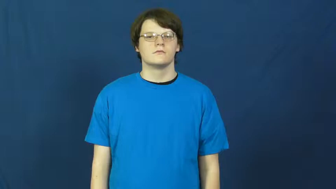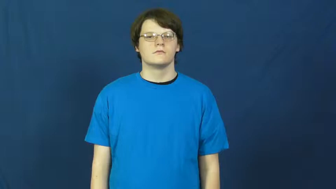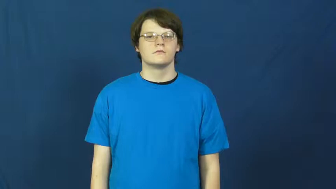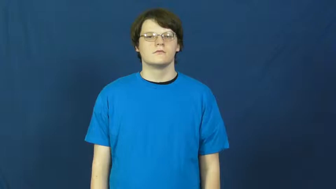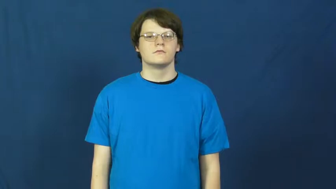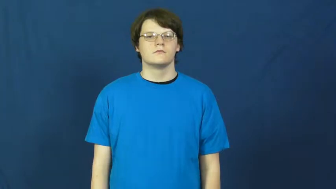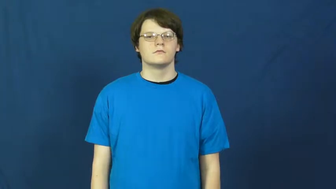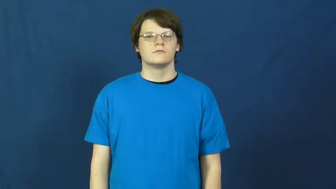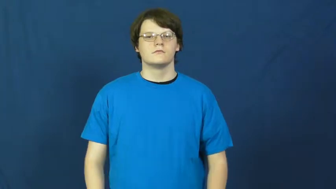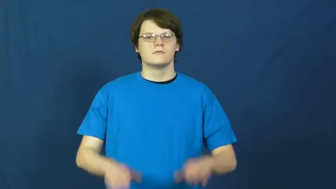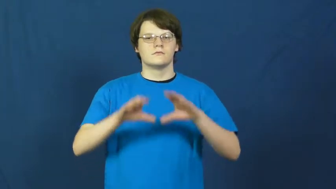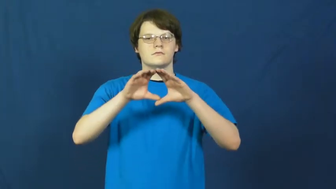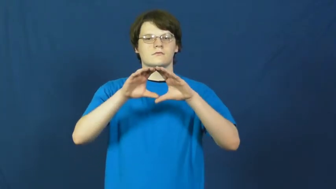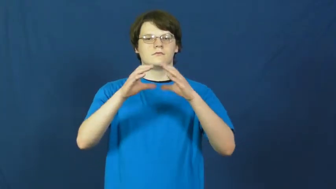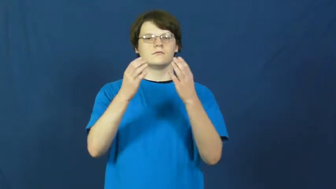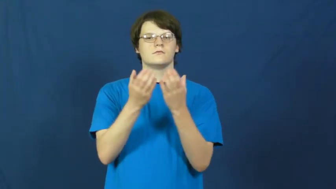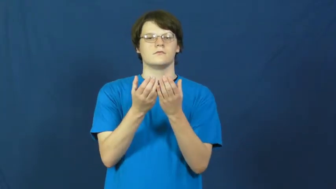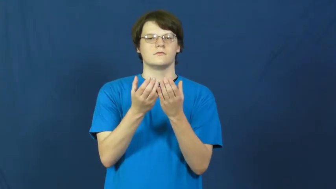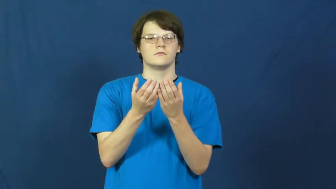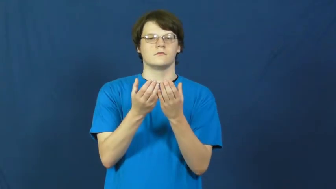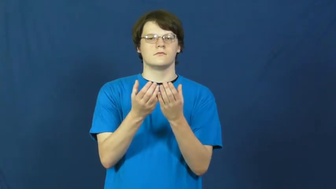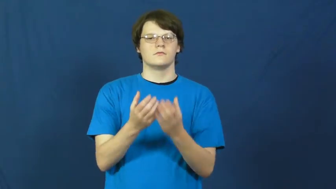troop